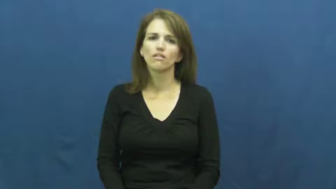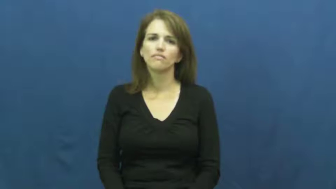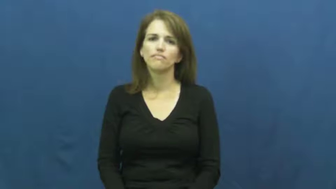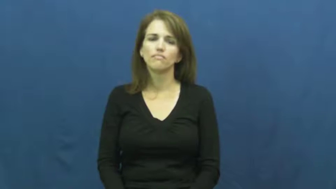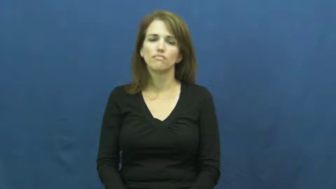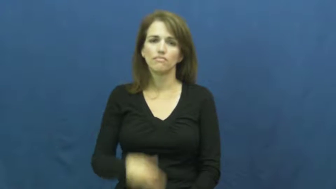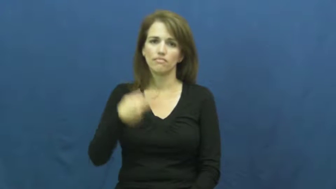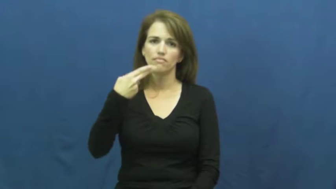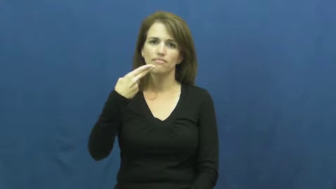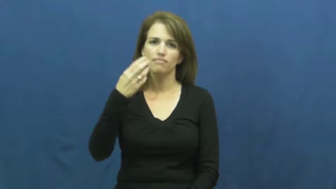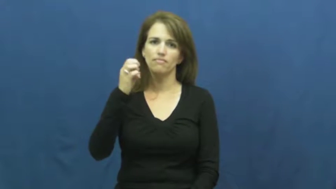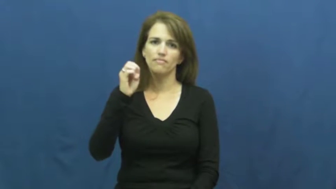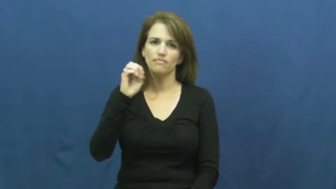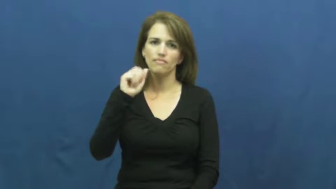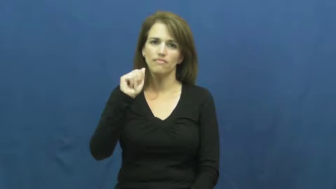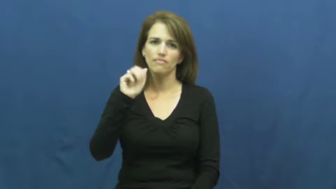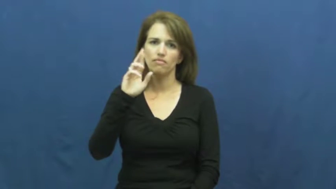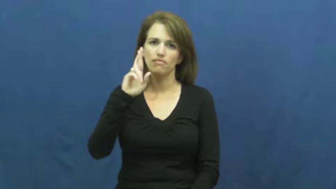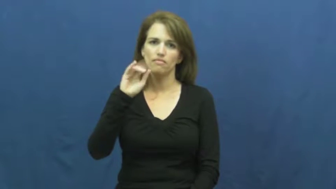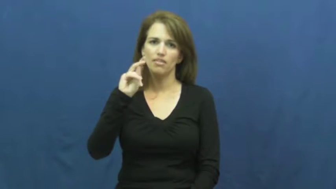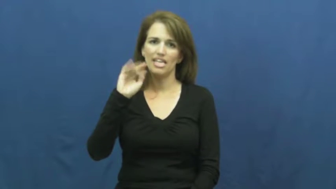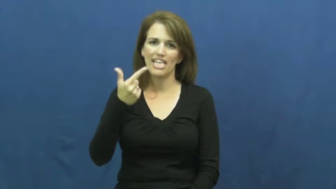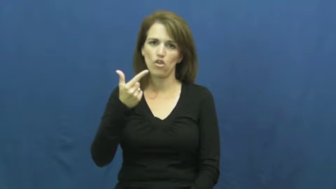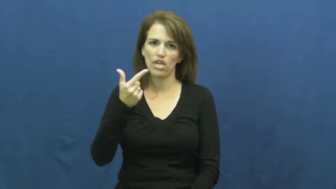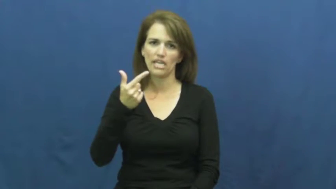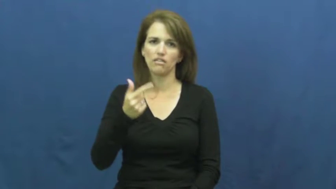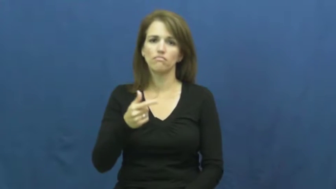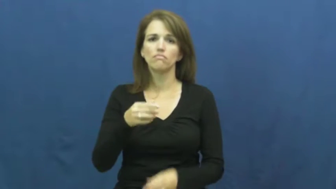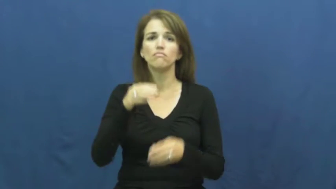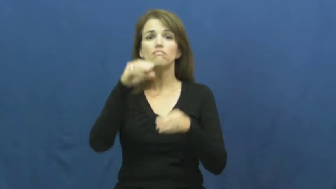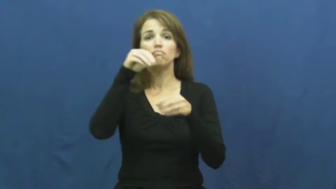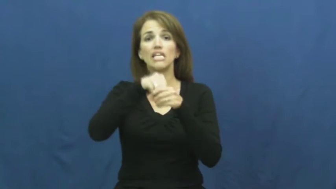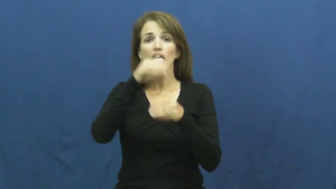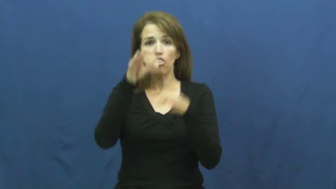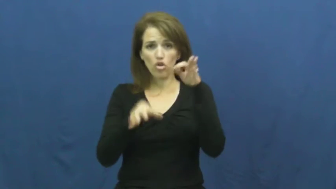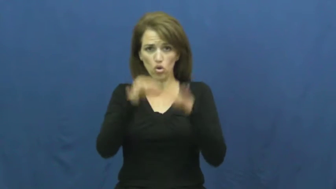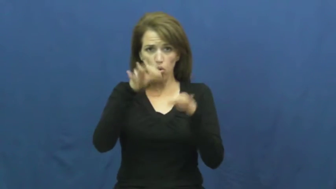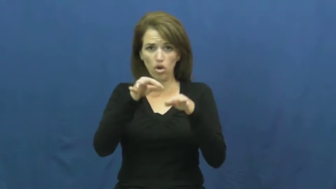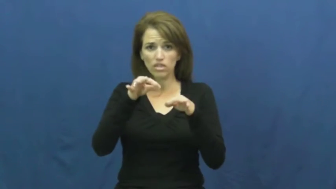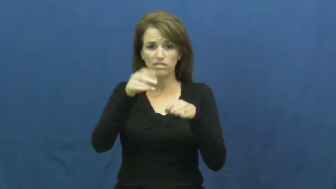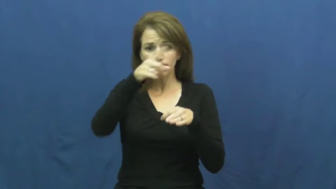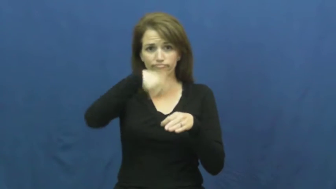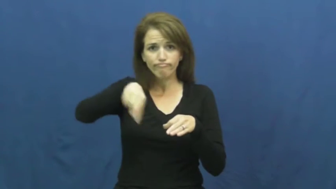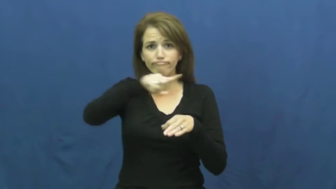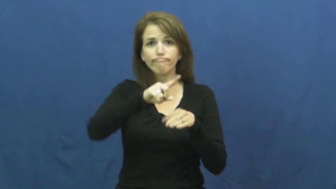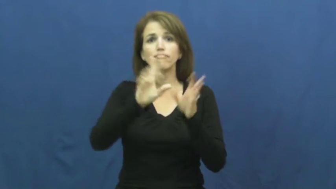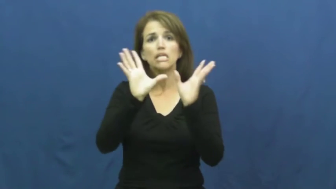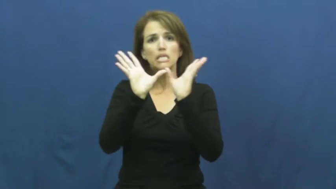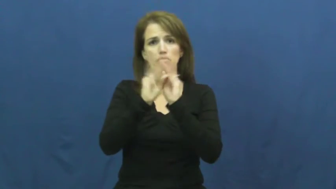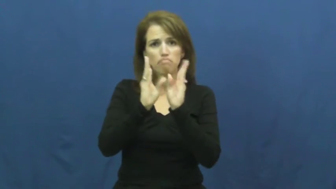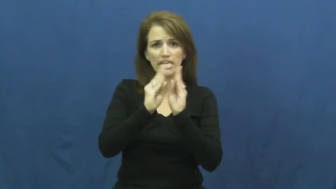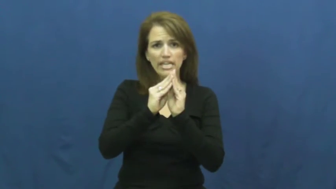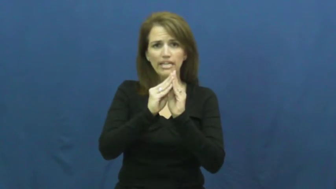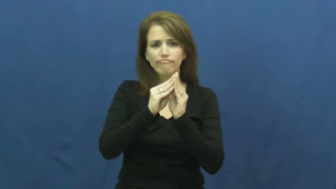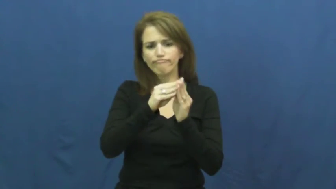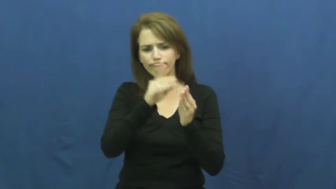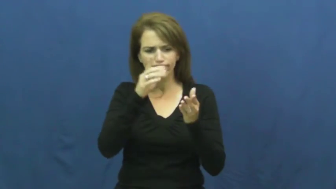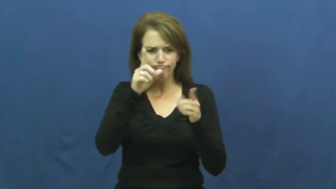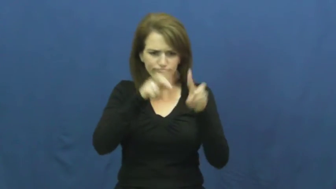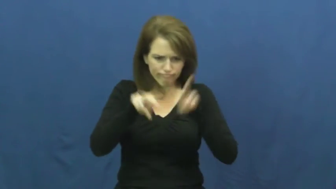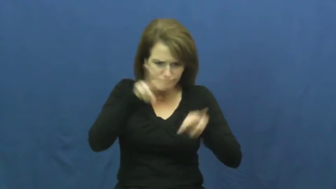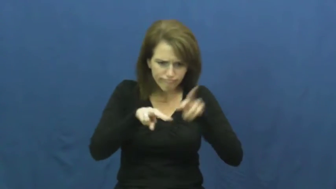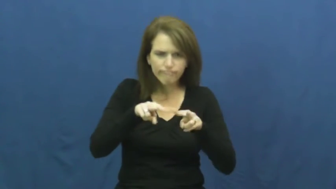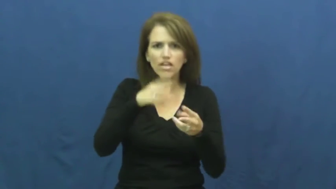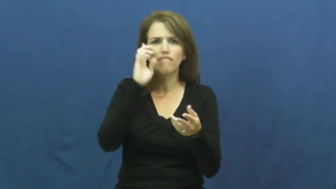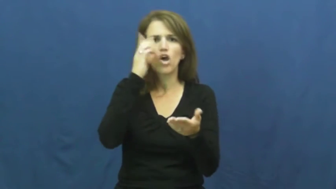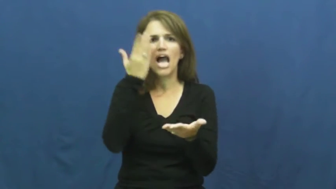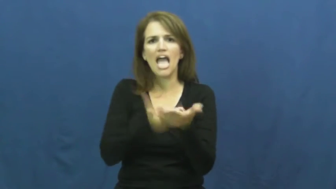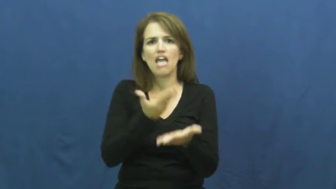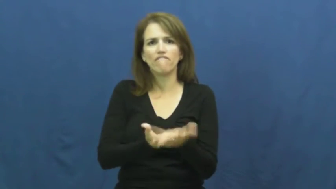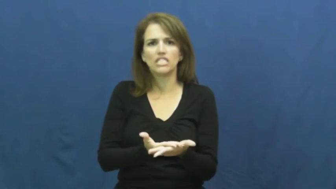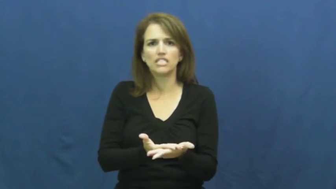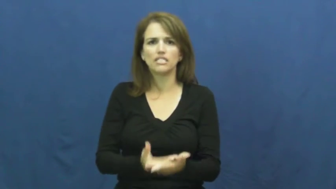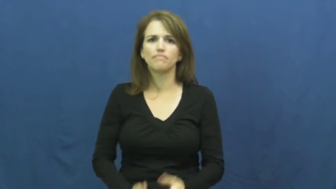hear-court